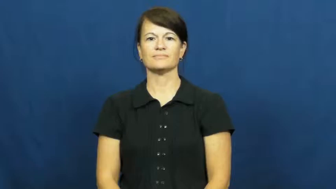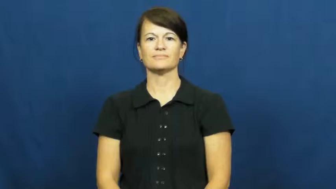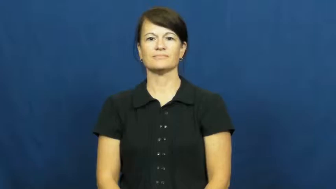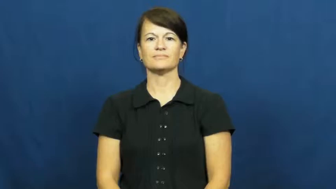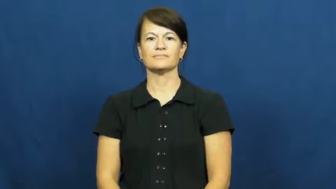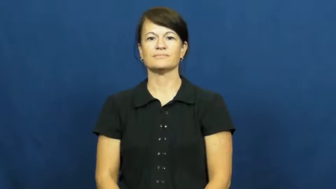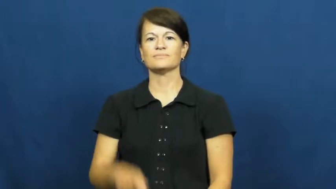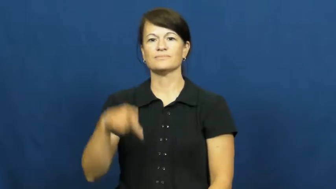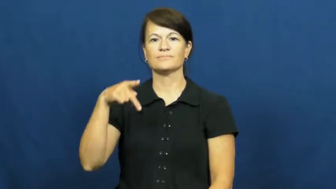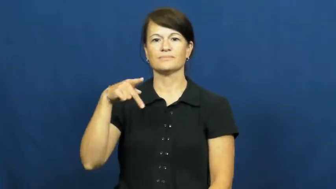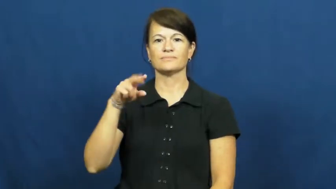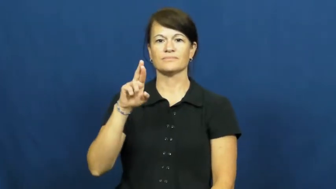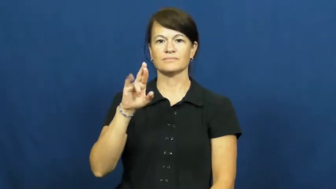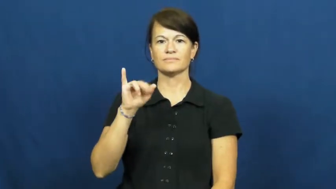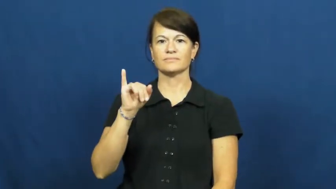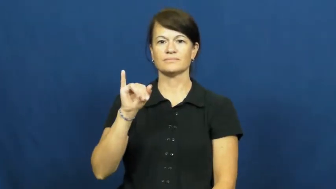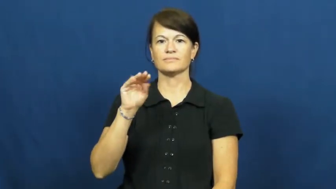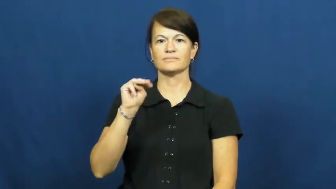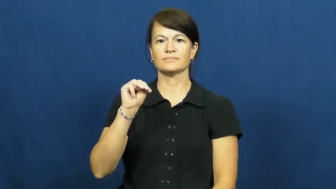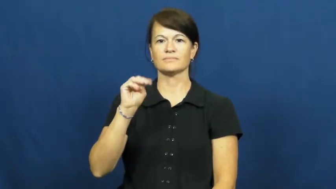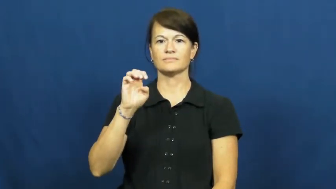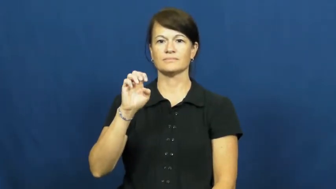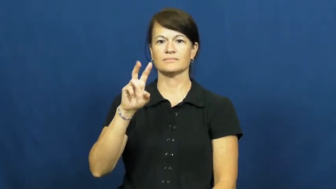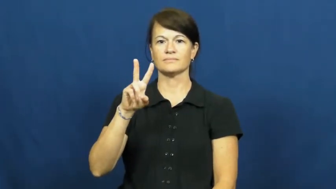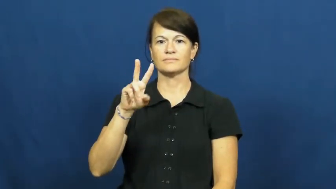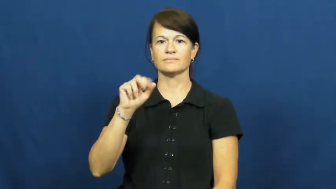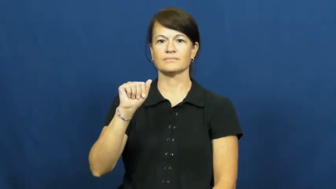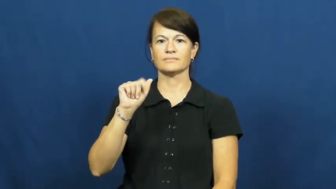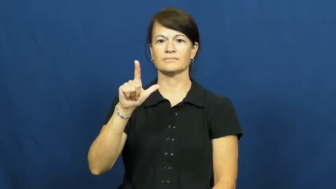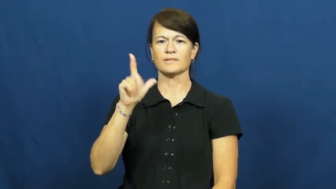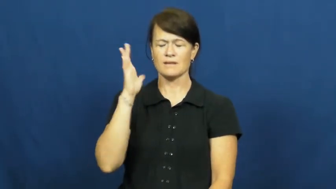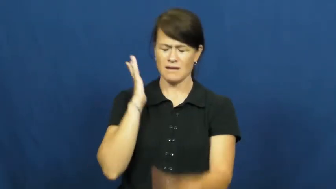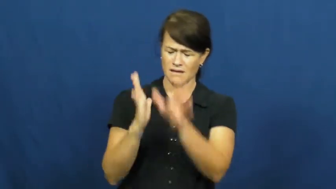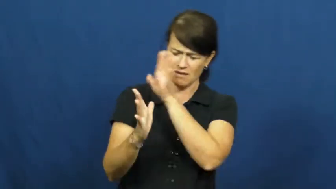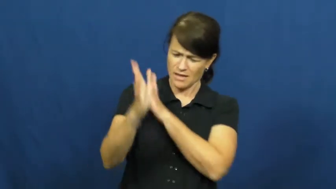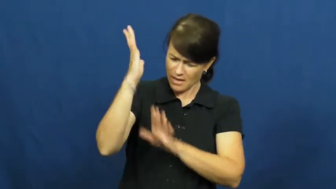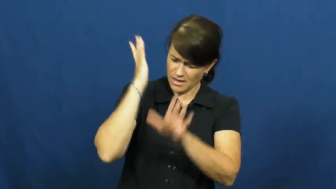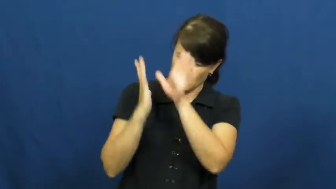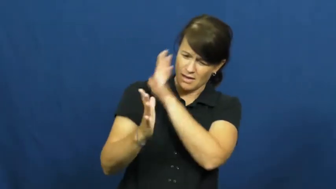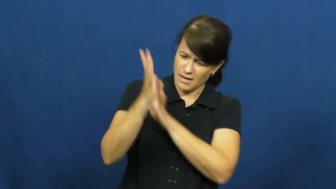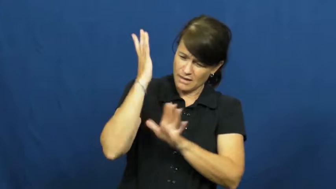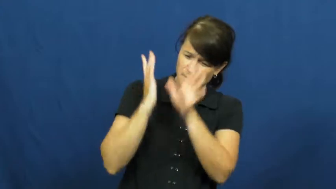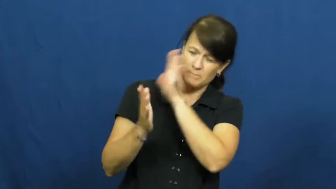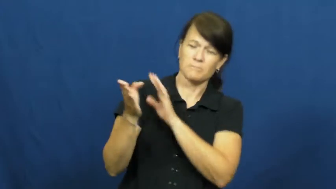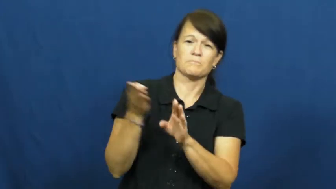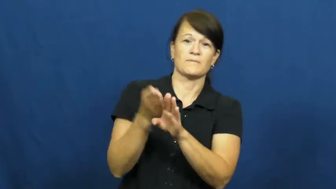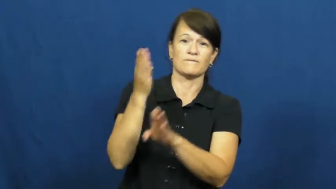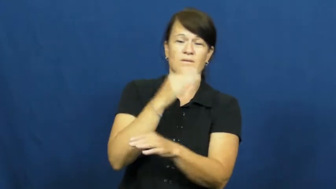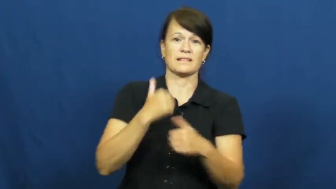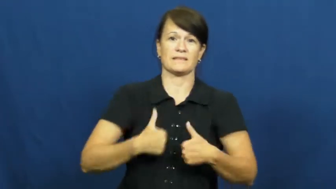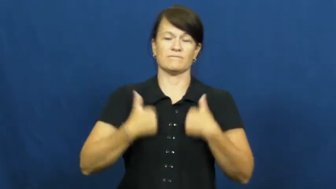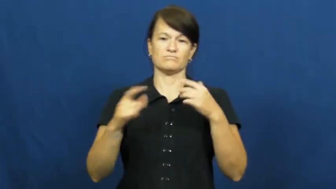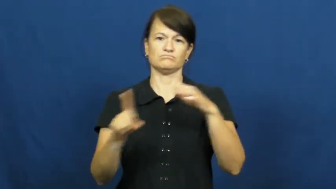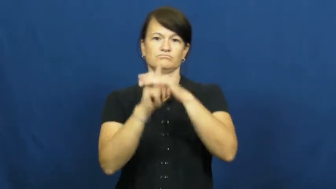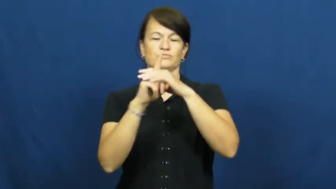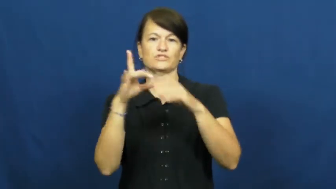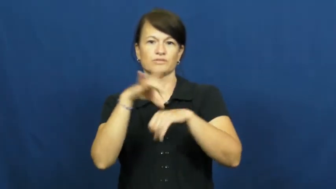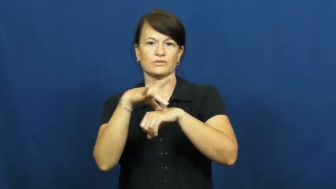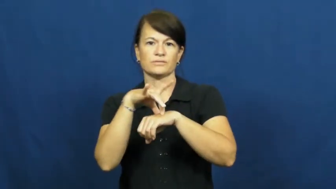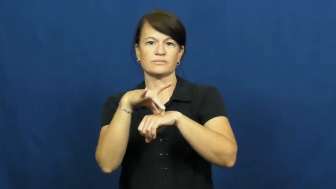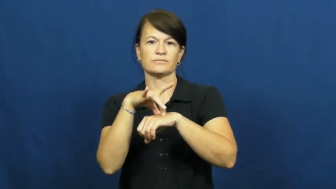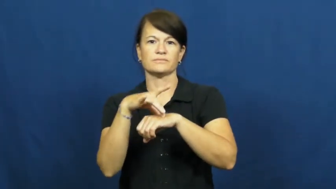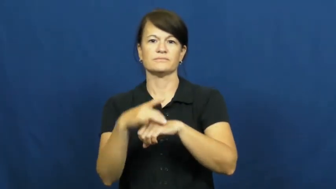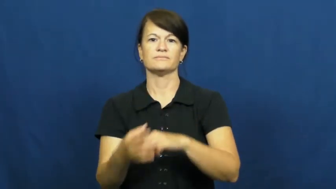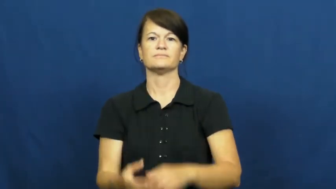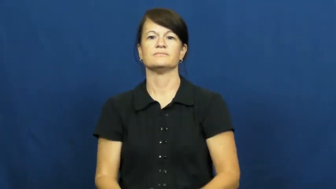primeval